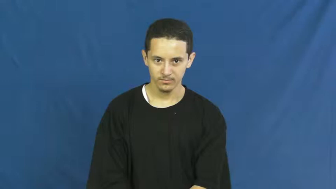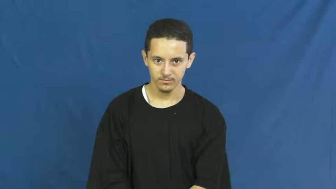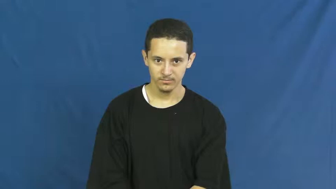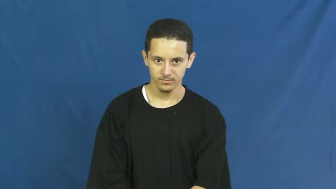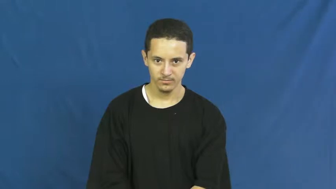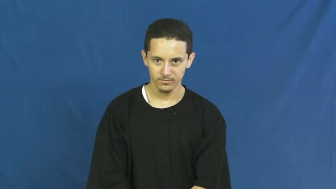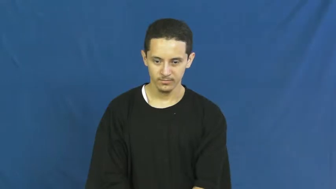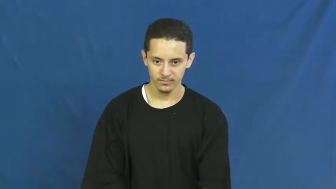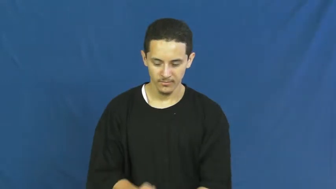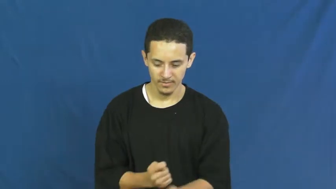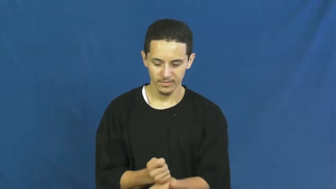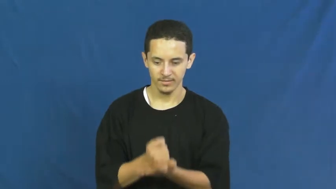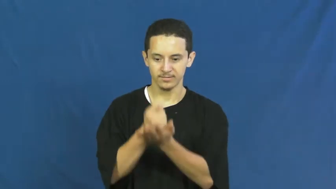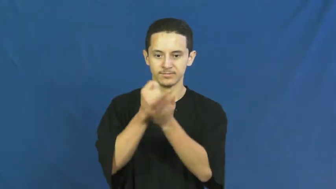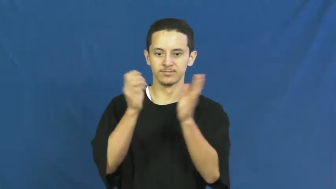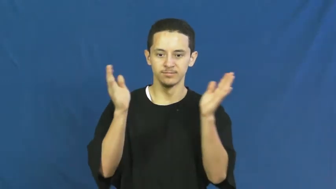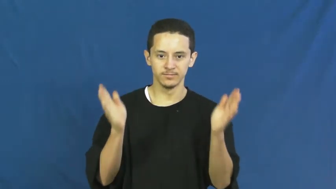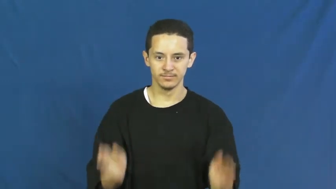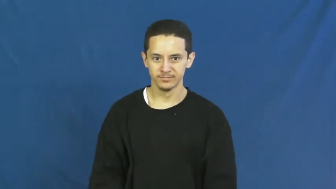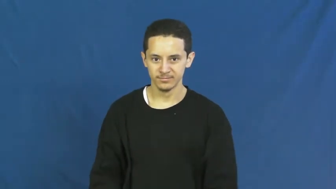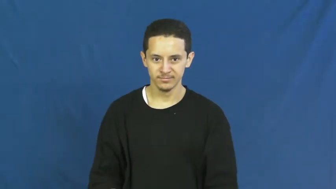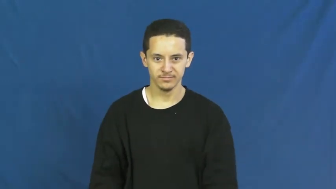therapist